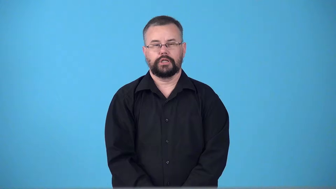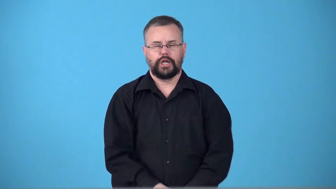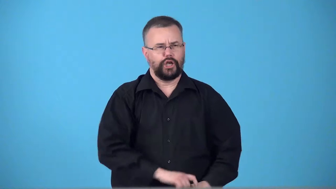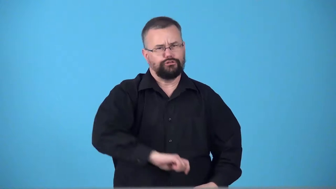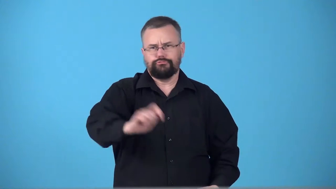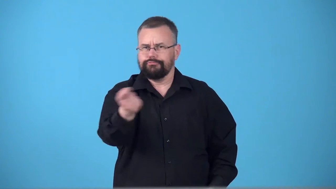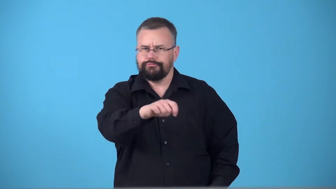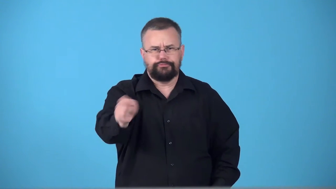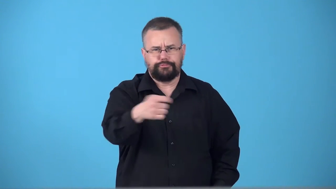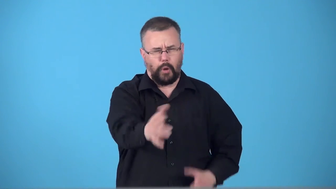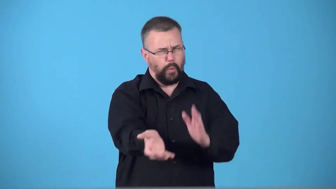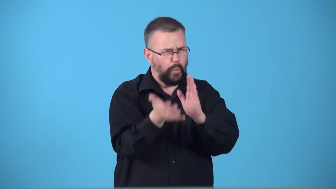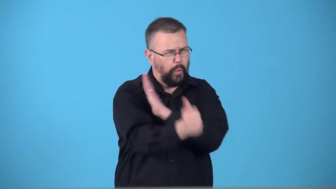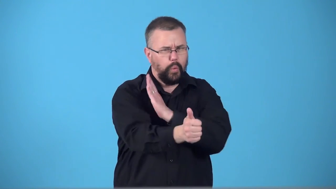swordsmanship